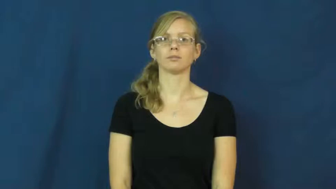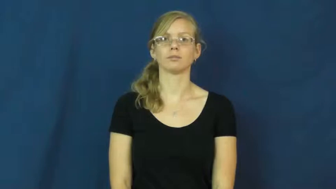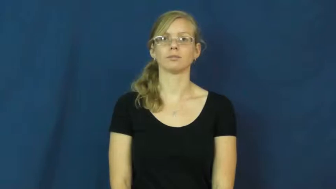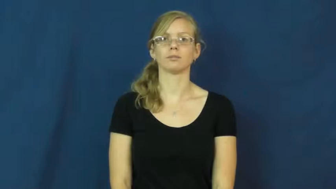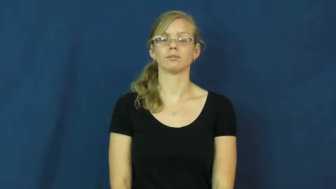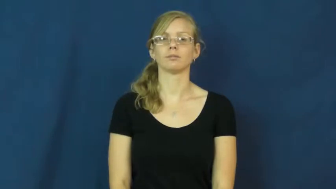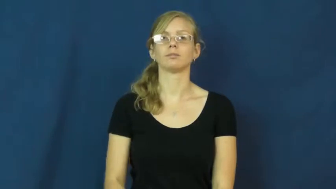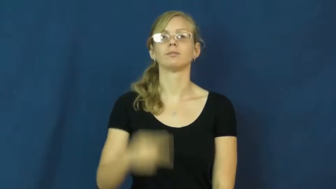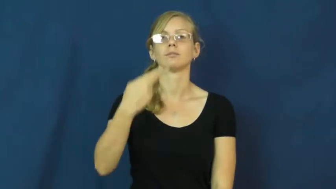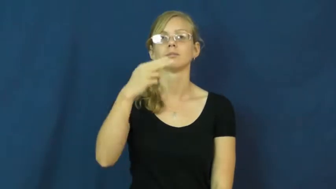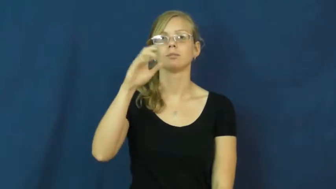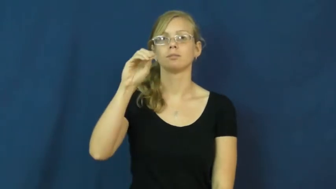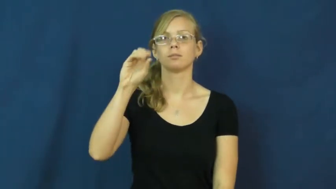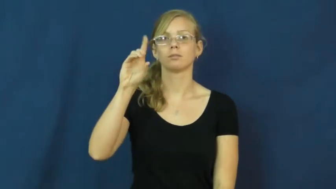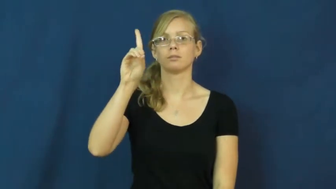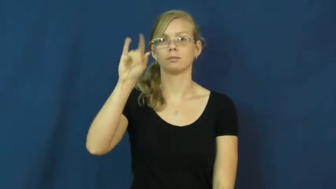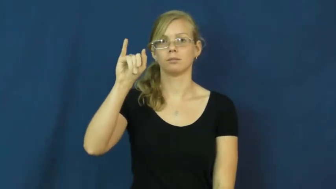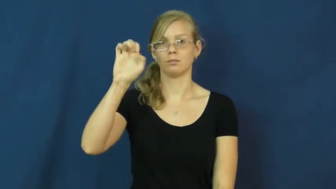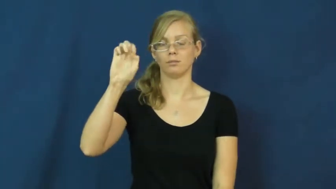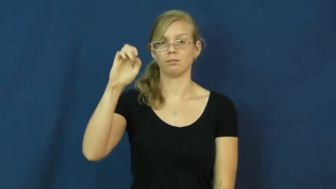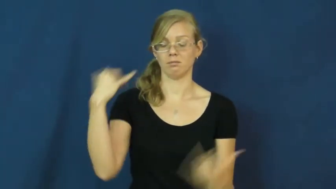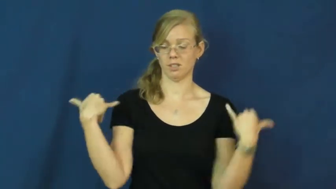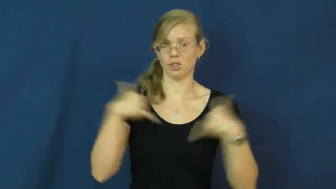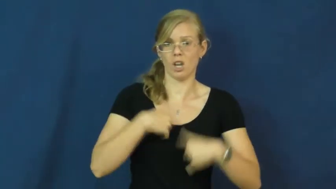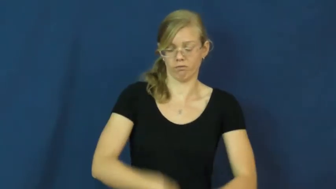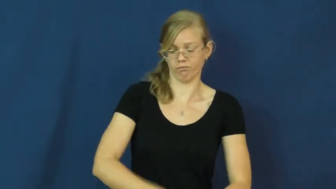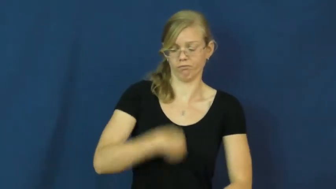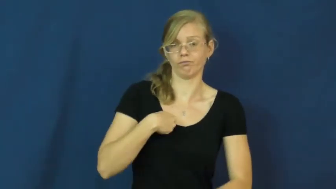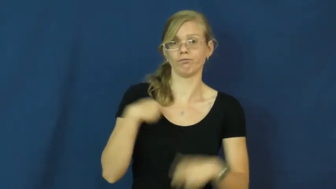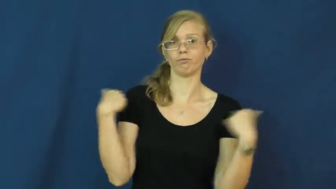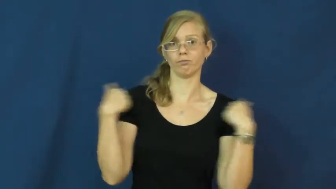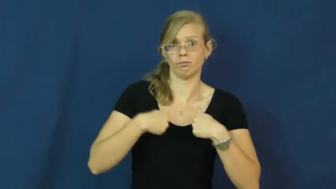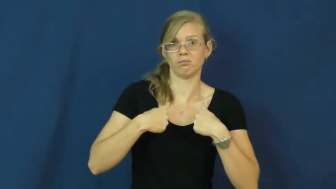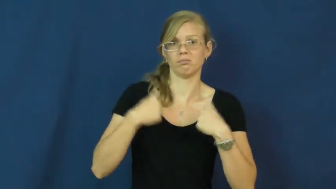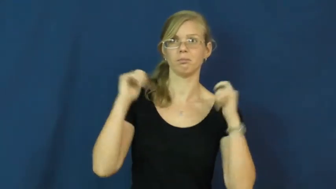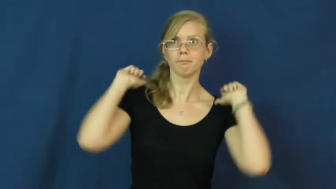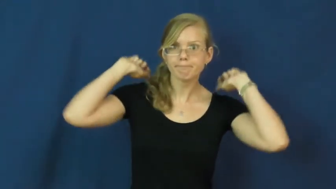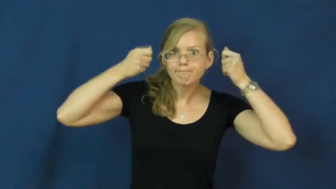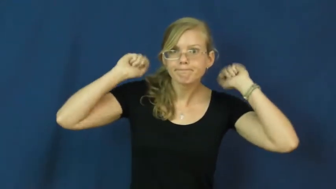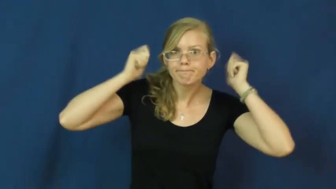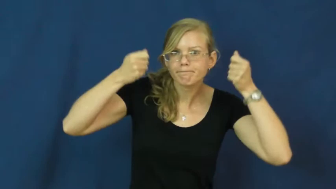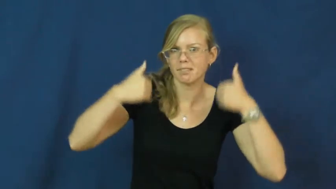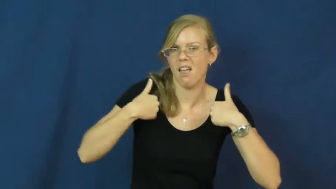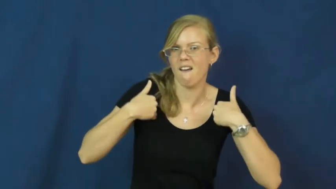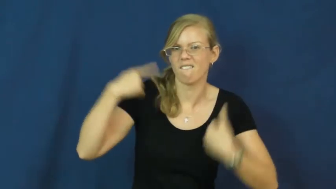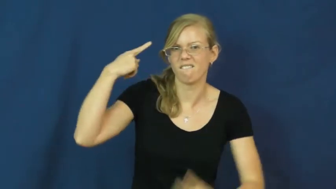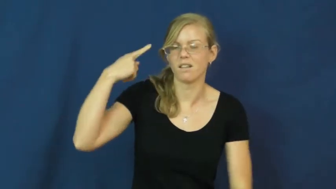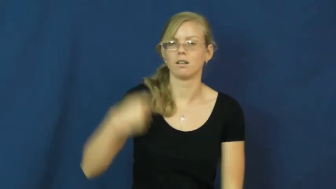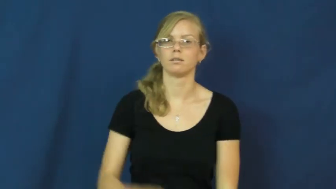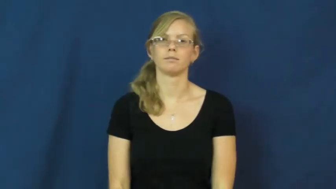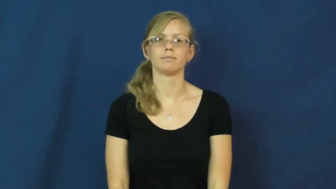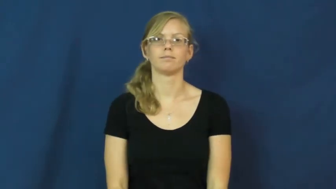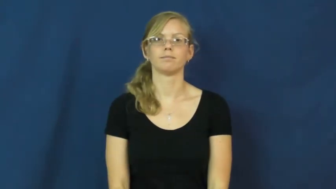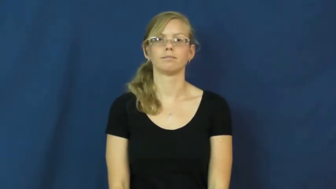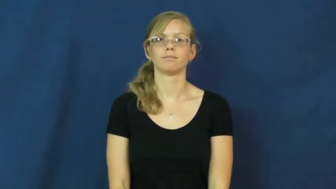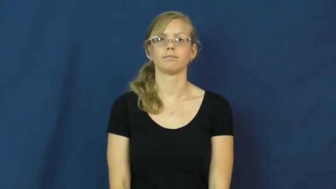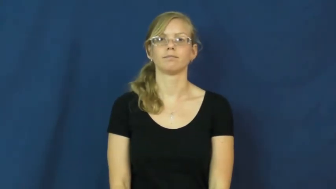hoodie